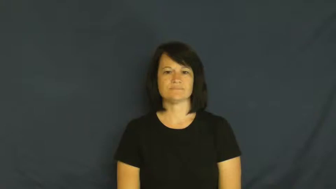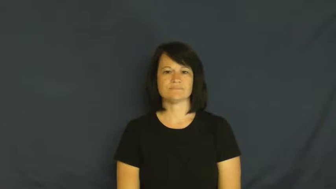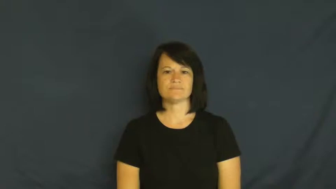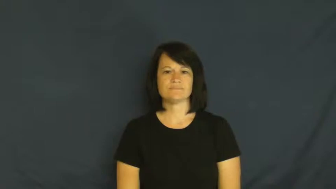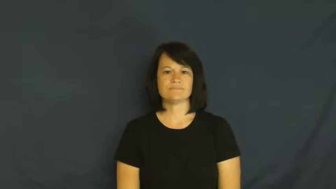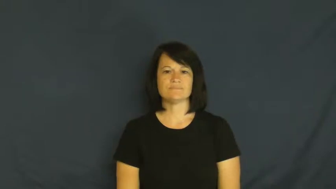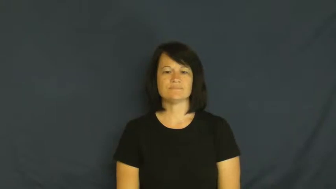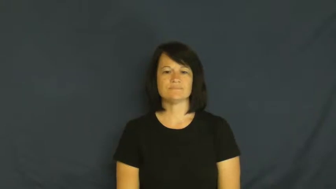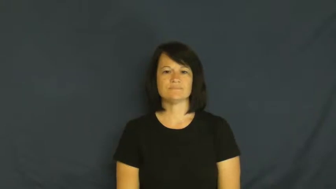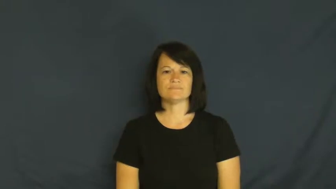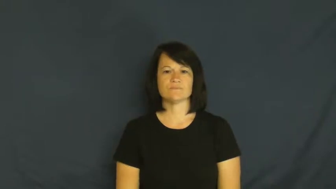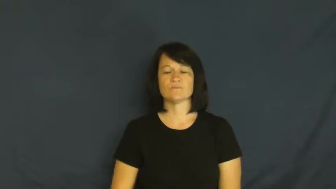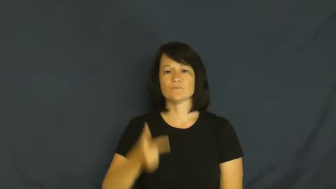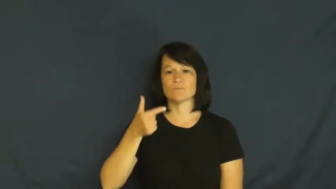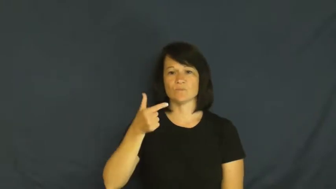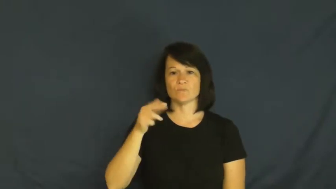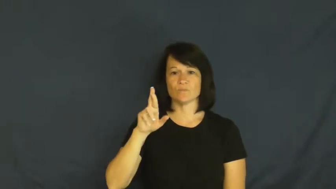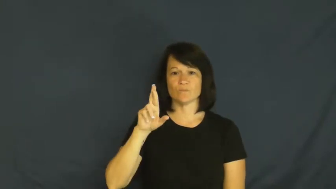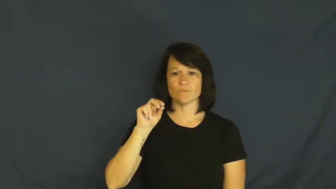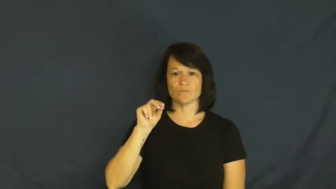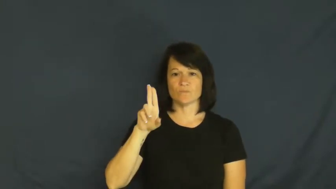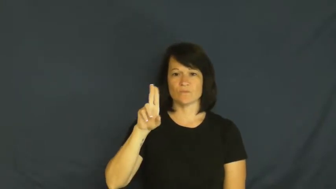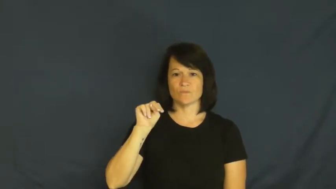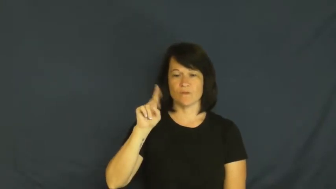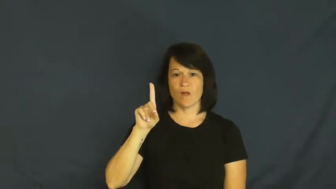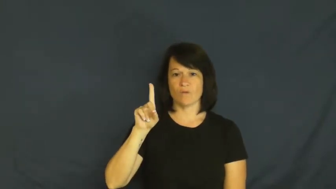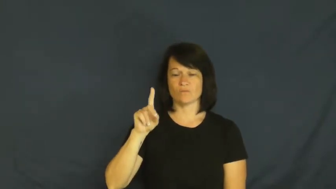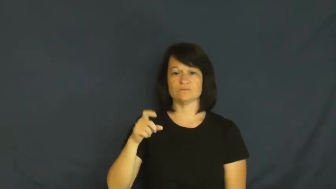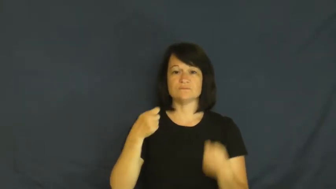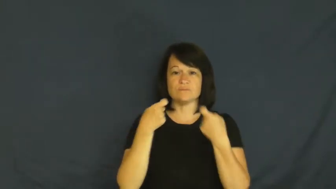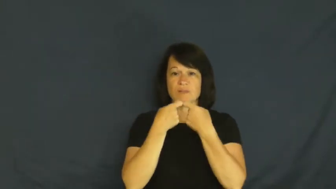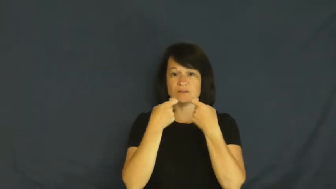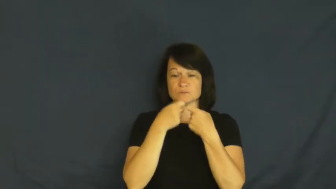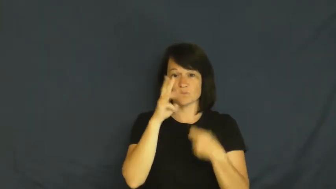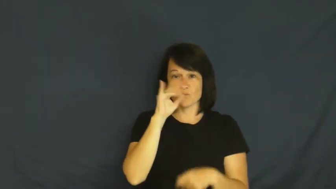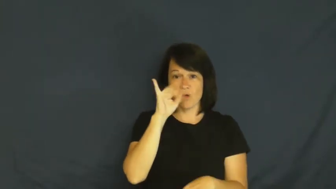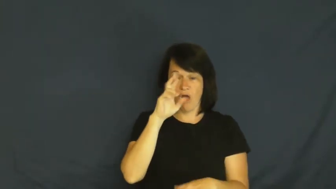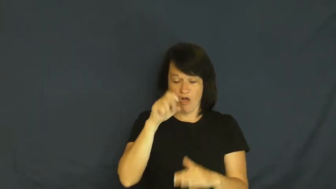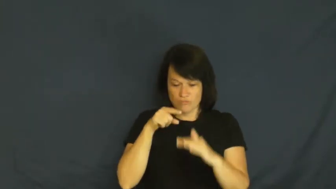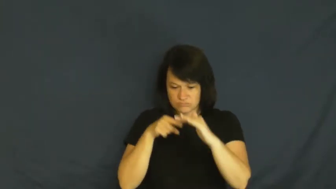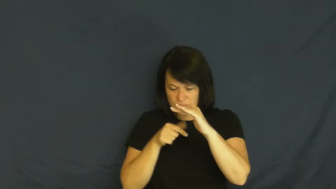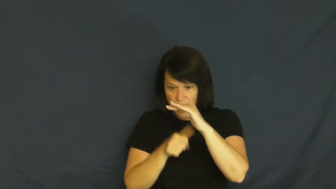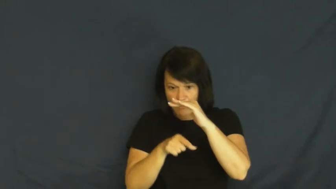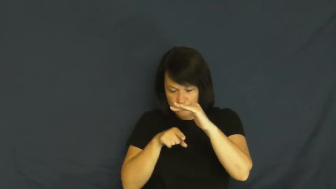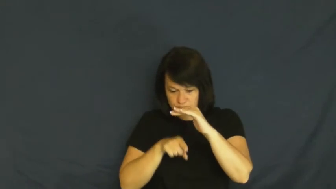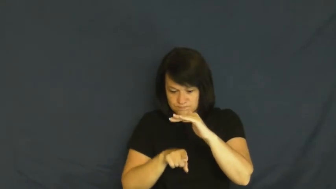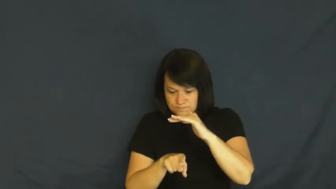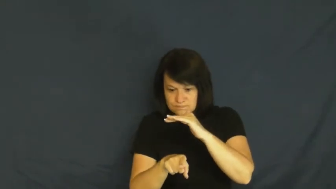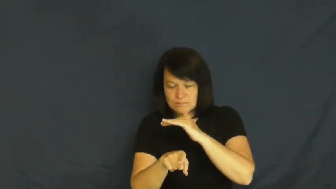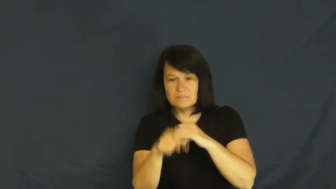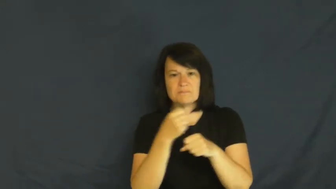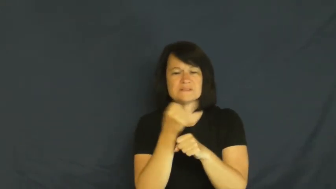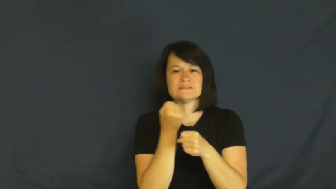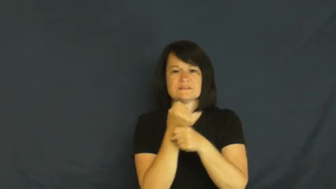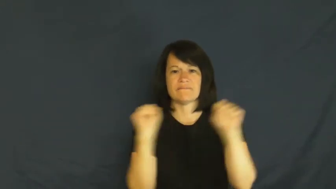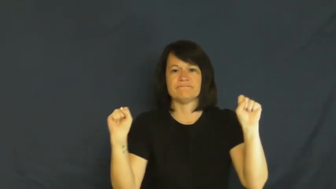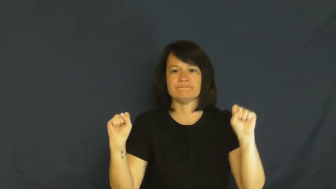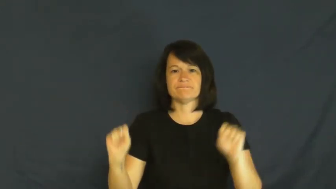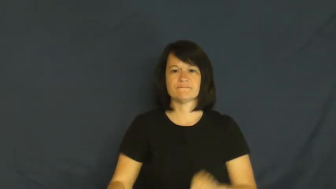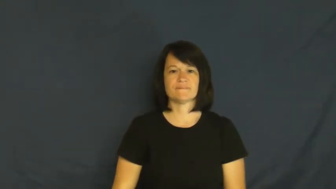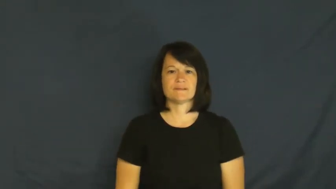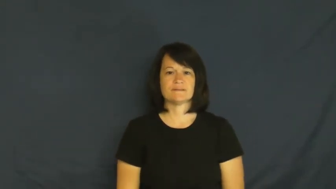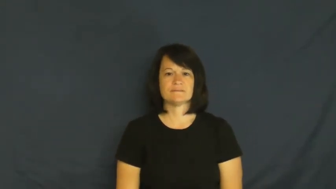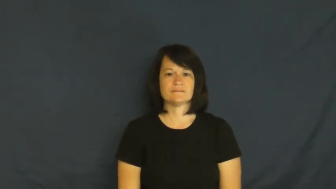ground-electricity